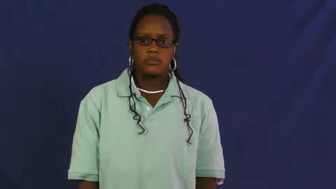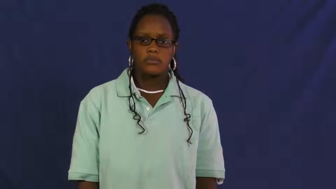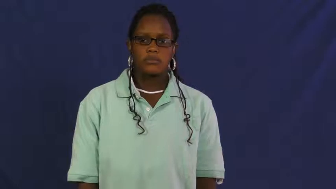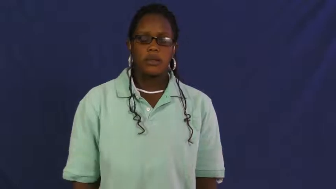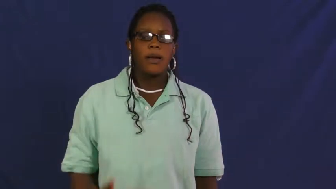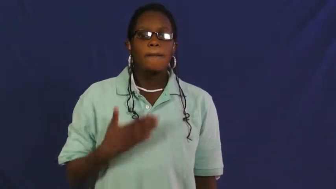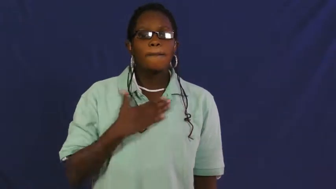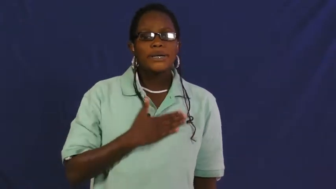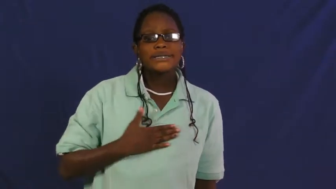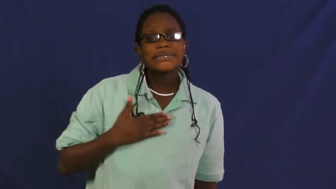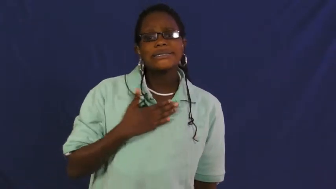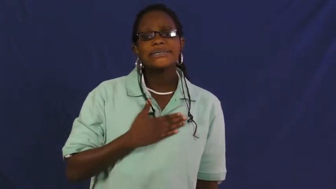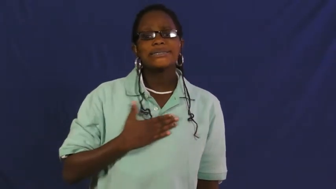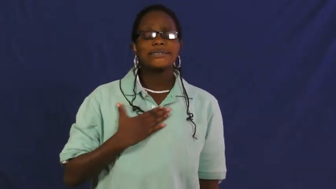please